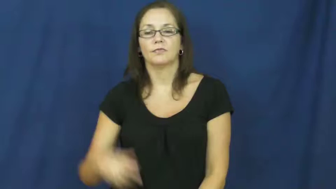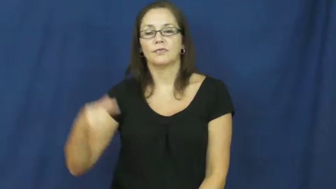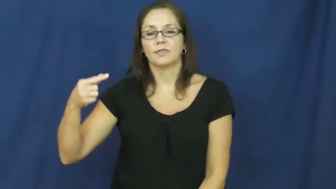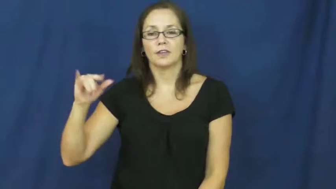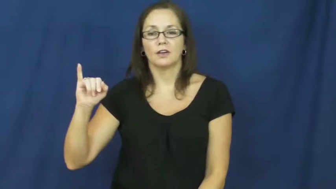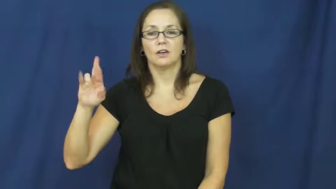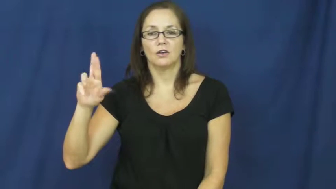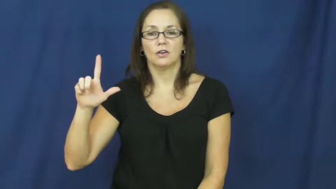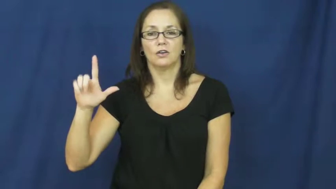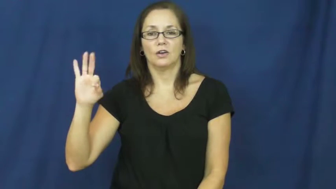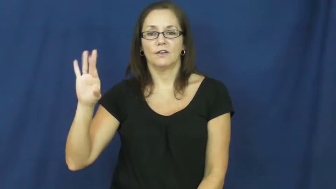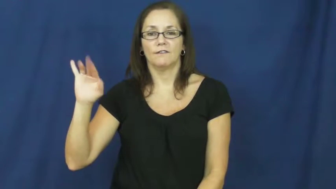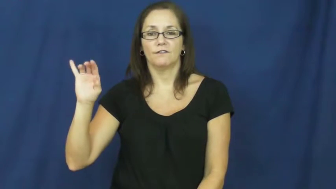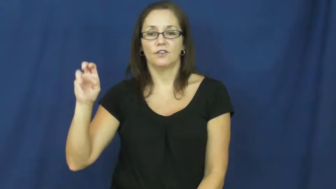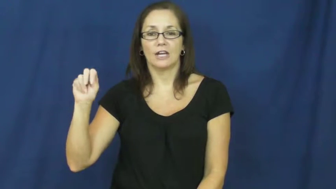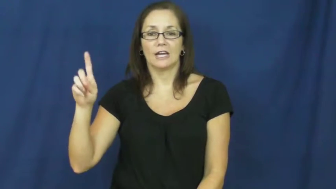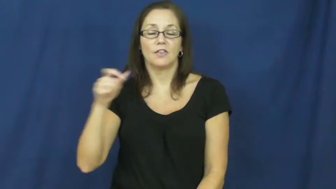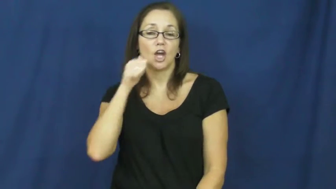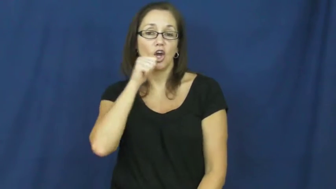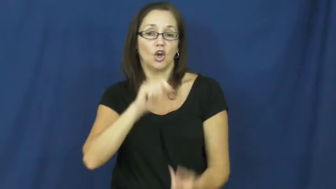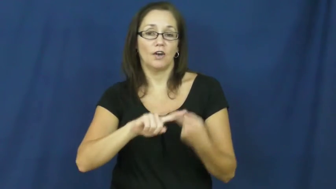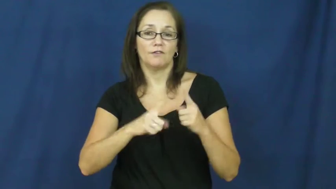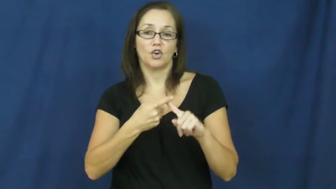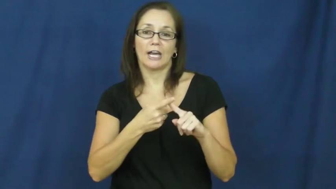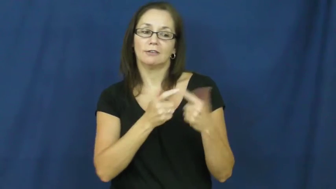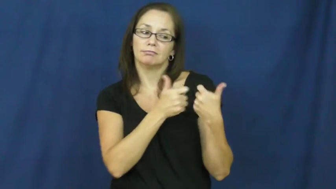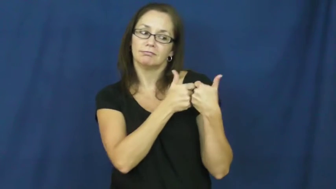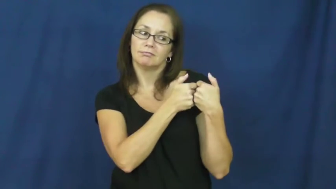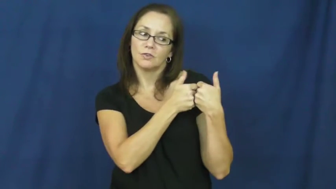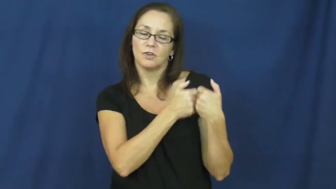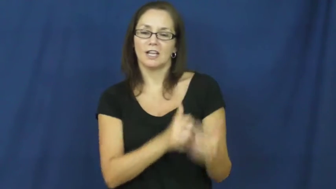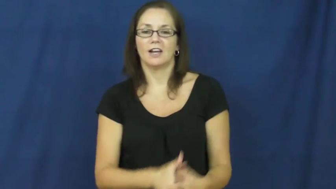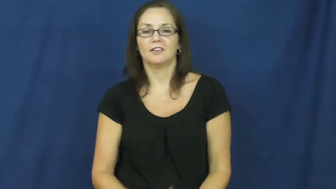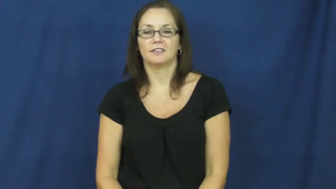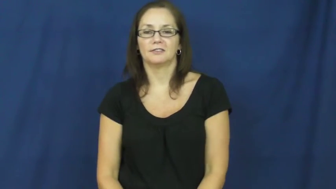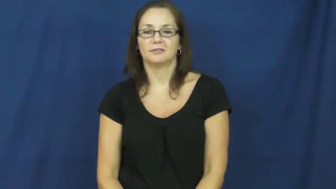girlfriend,ladylove